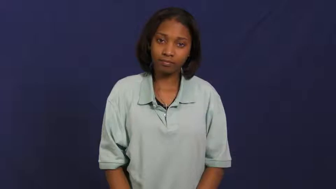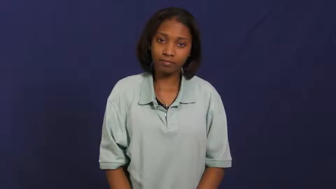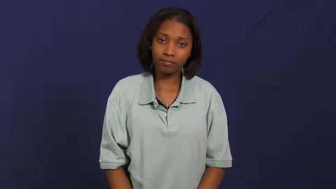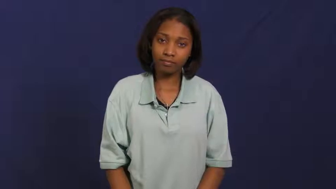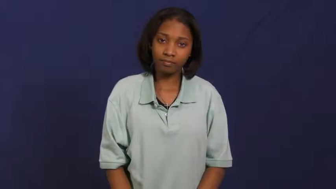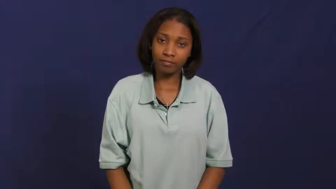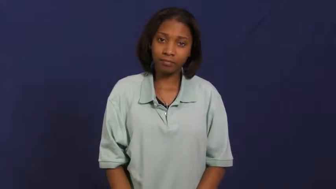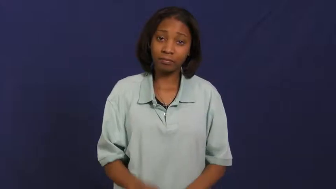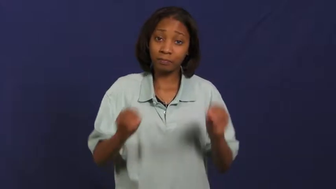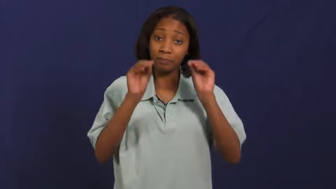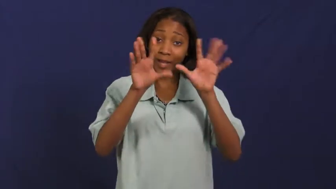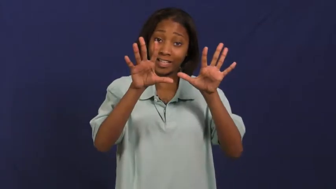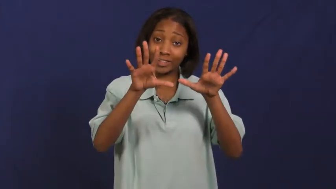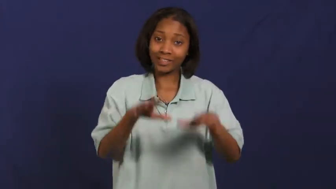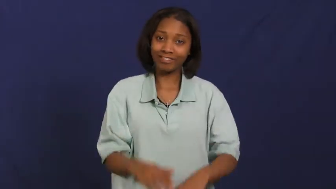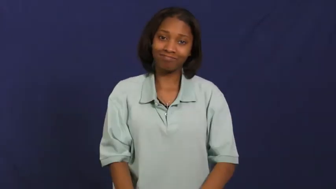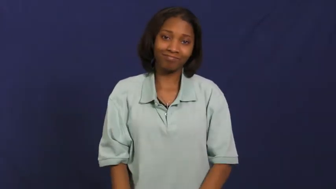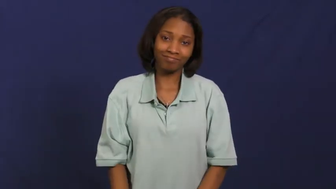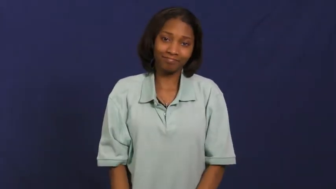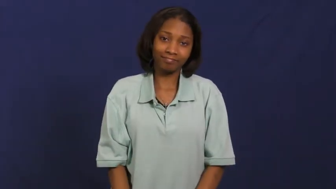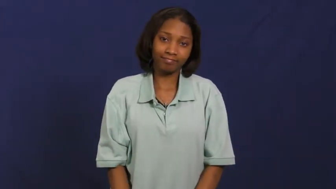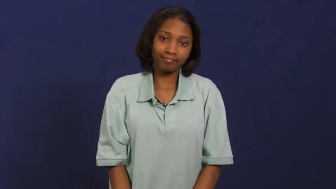magic,sorcery,alchemy,legerdemain,power,prestidigitation